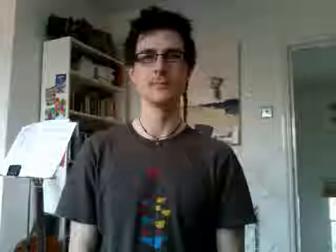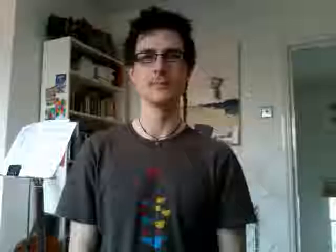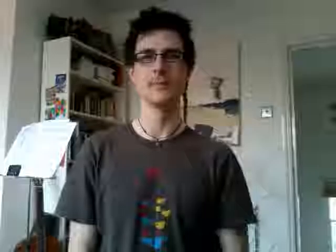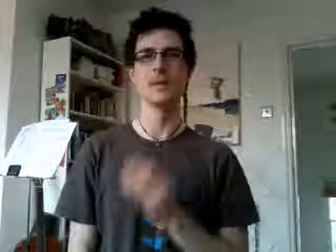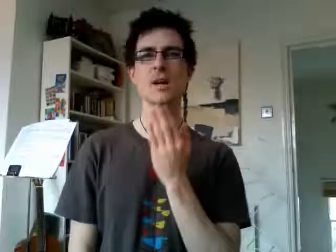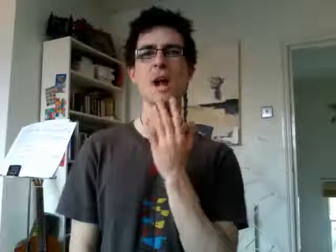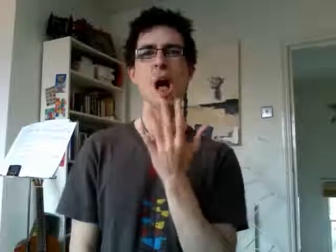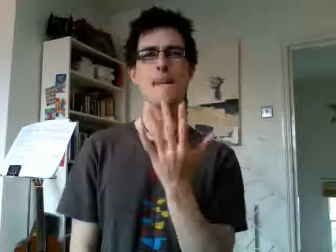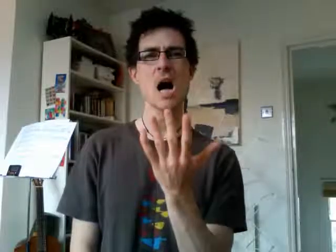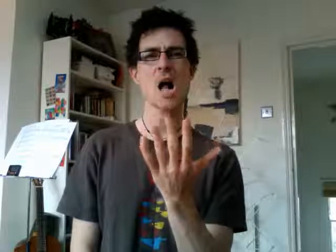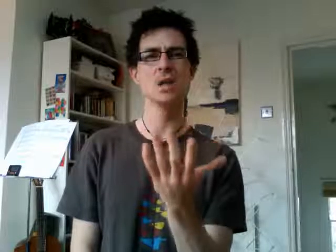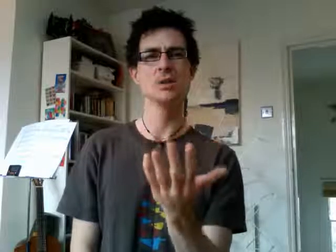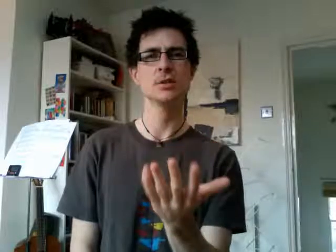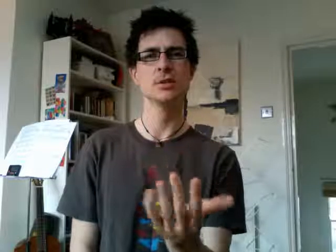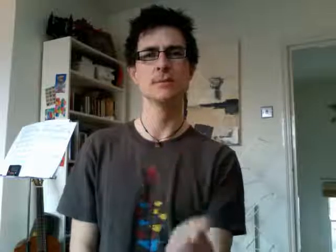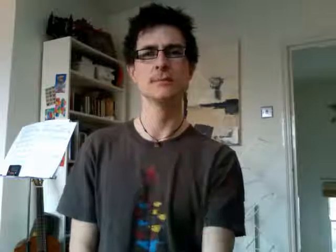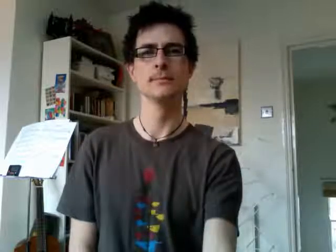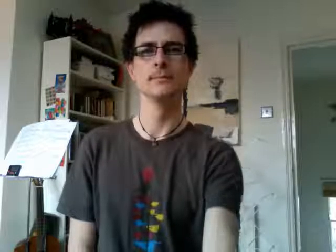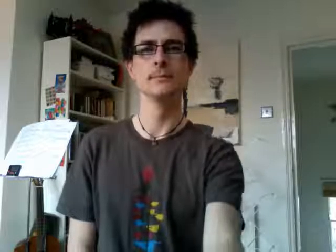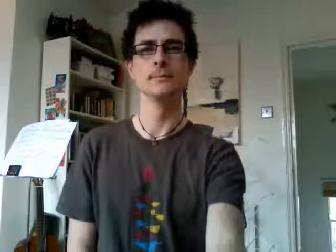how much